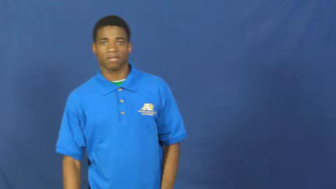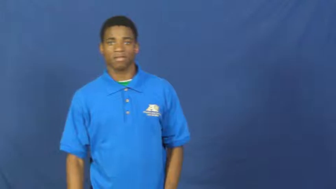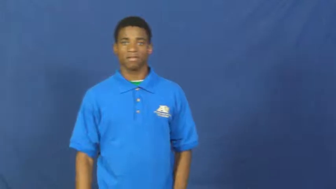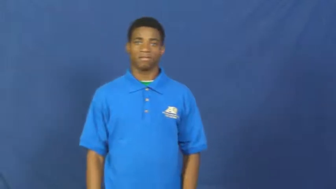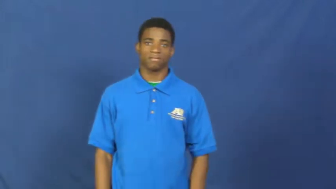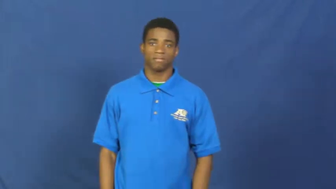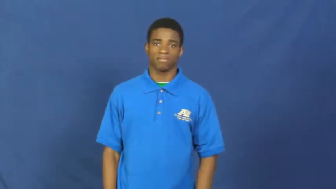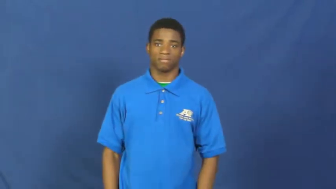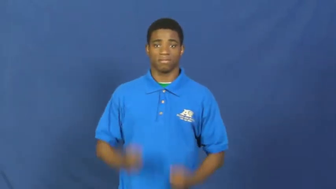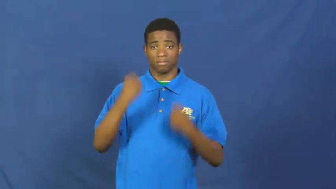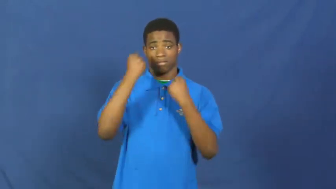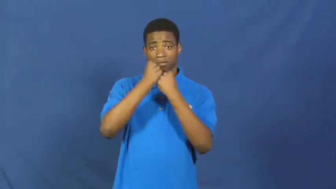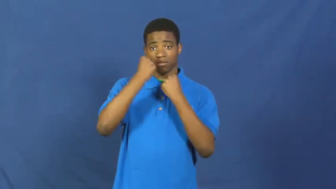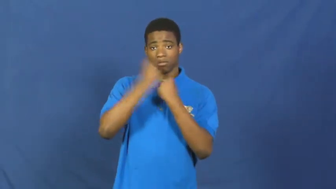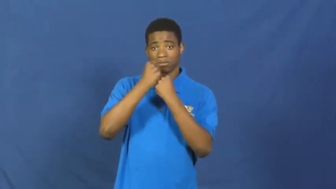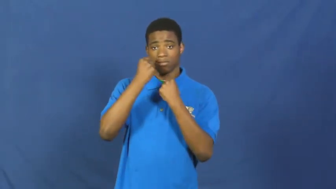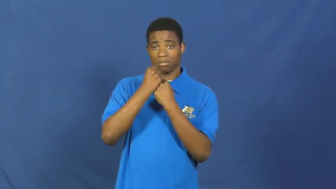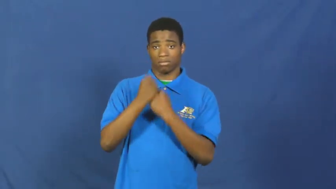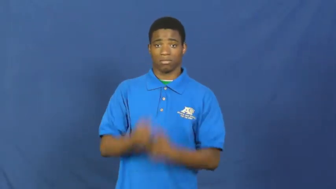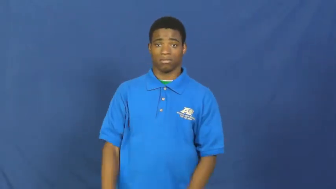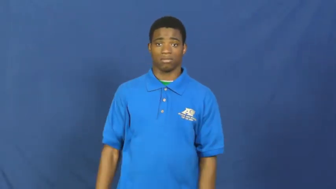support,there for,buttress,affirm,espouse,pro,break,testimonial,backup,buoy